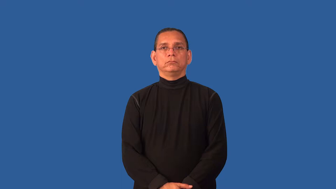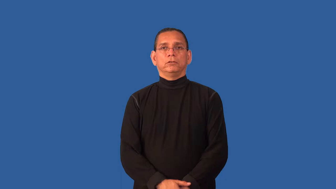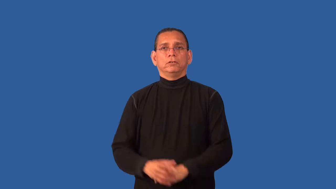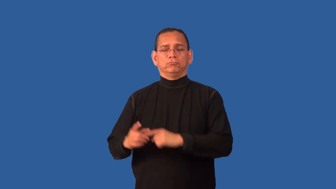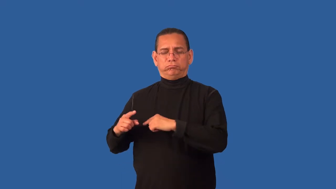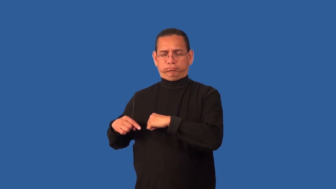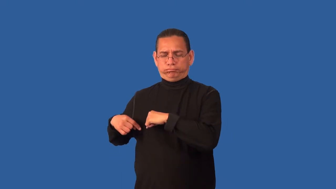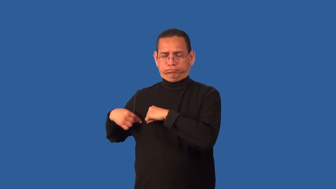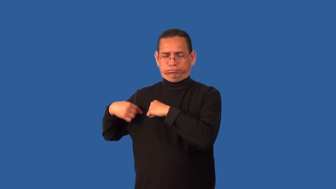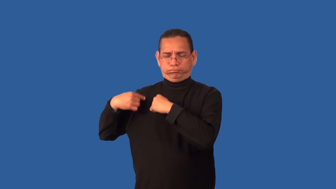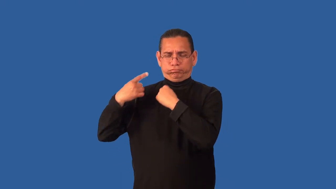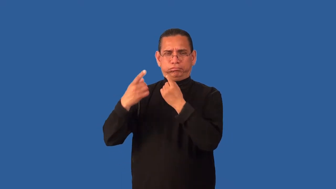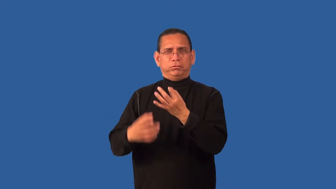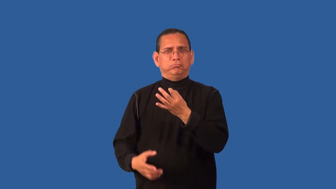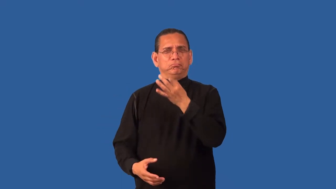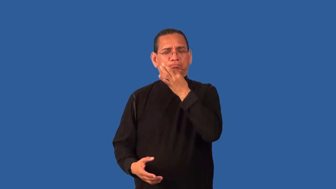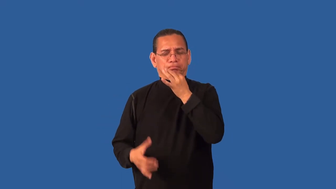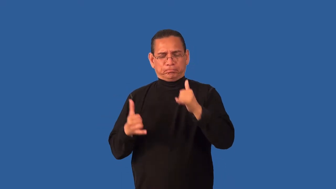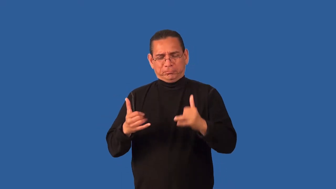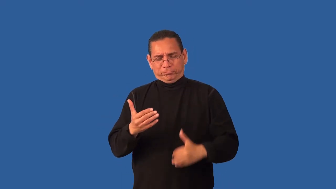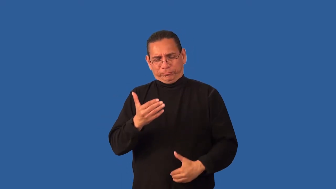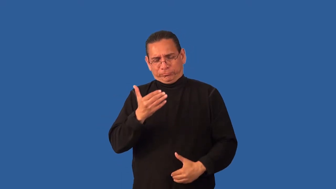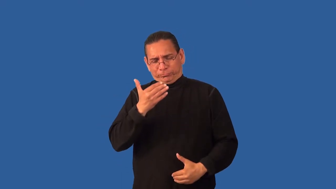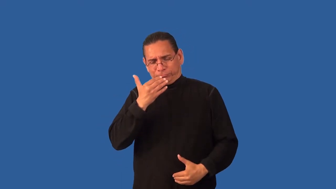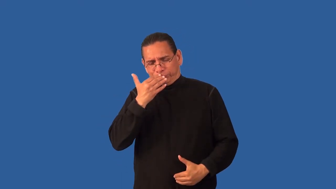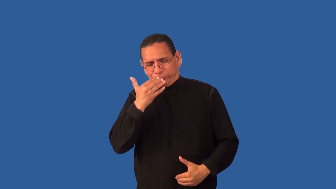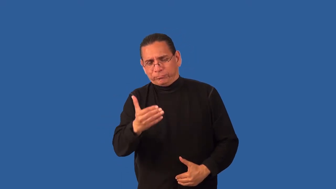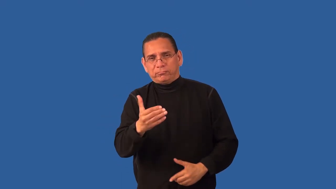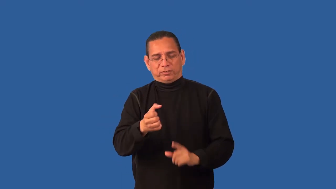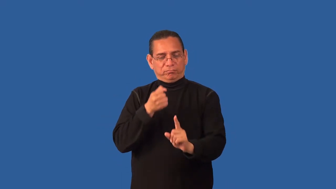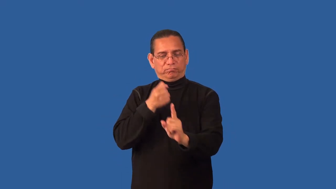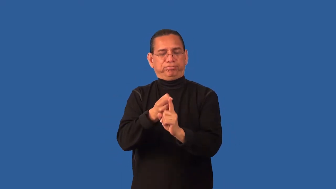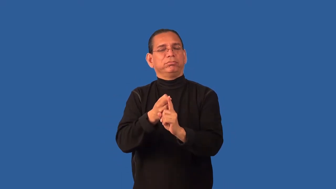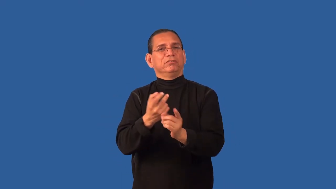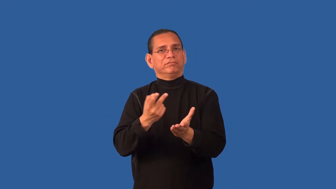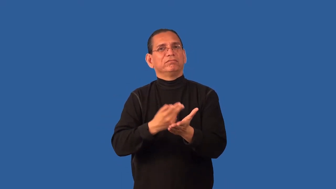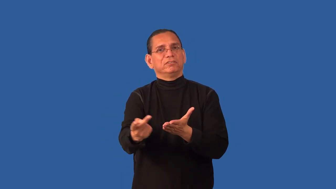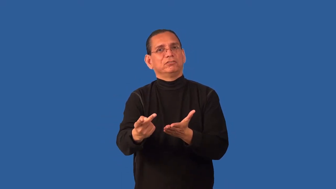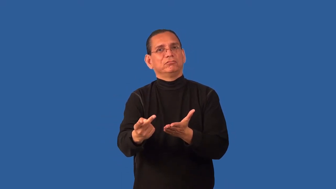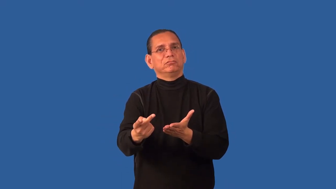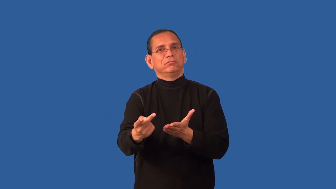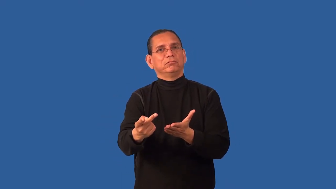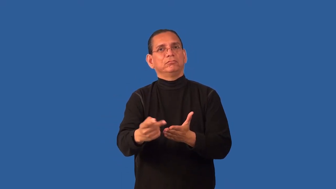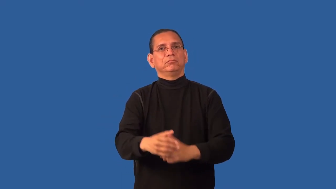choke-game